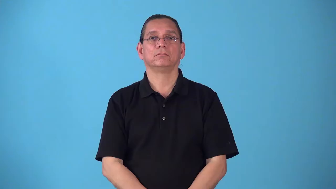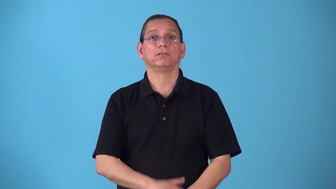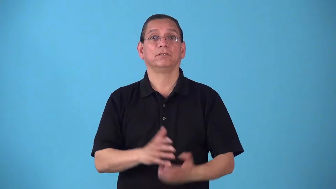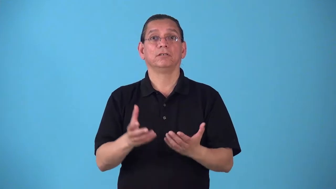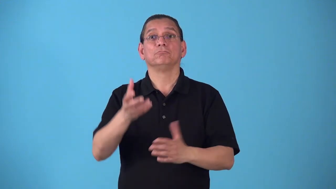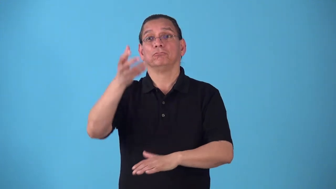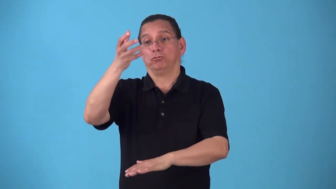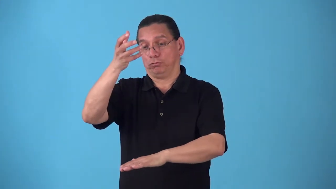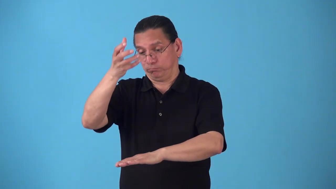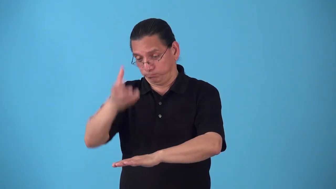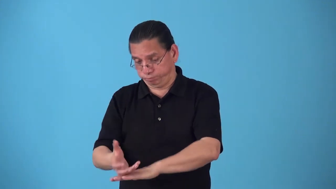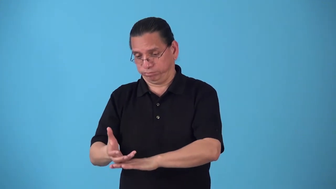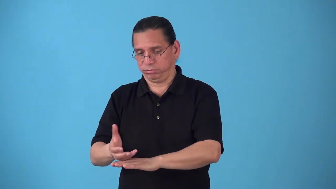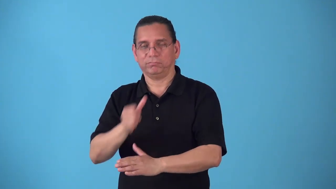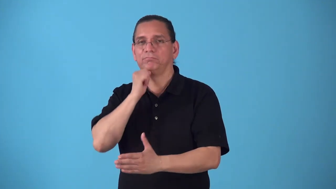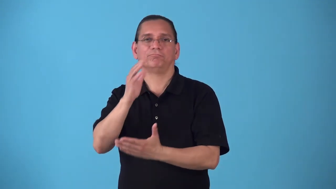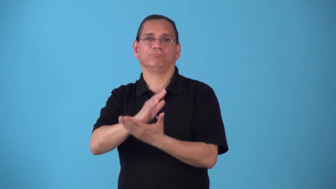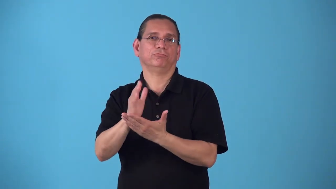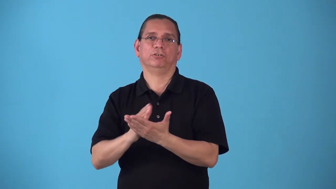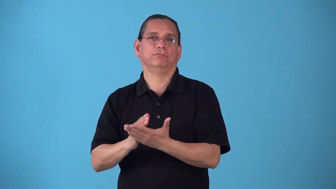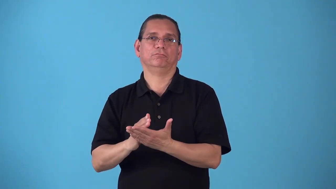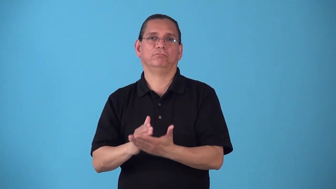shockproof